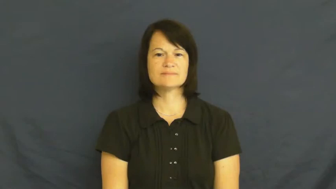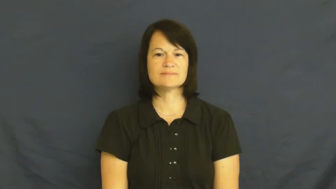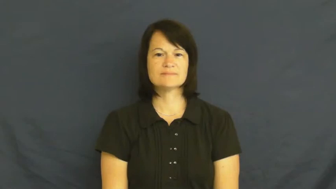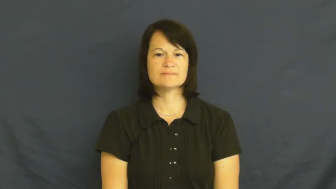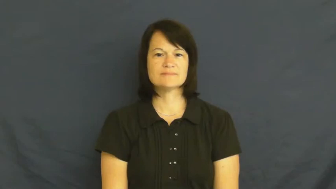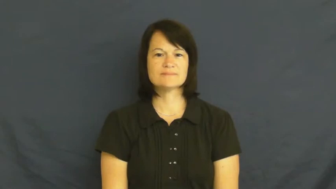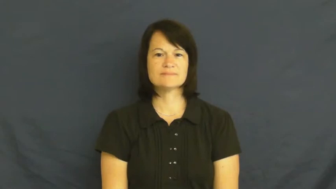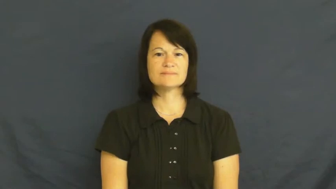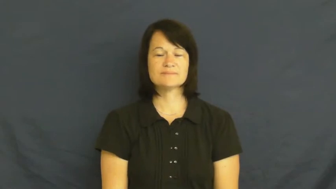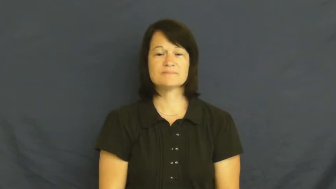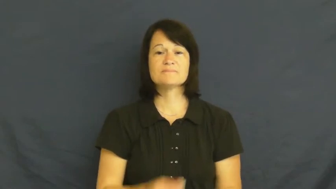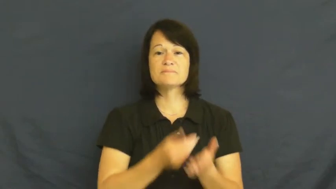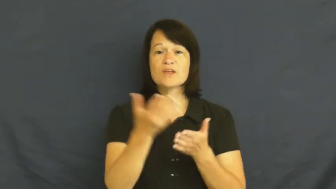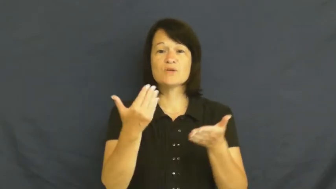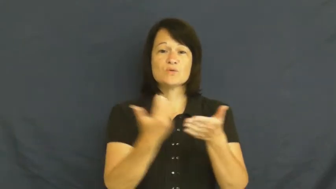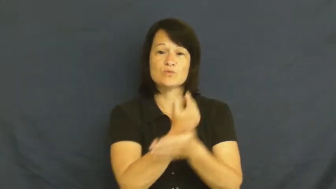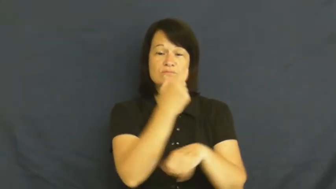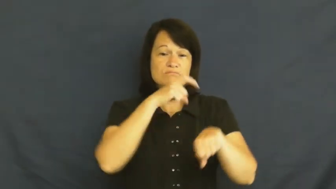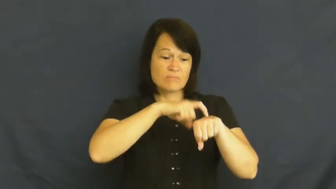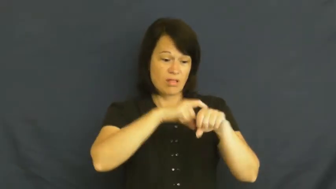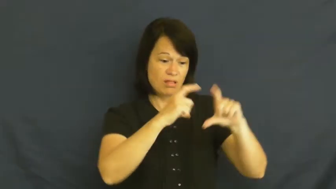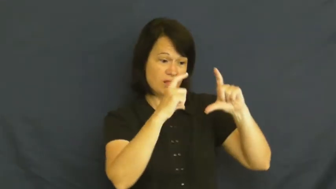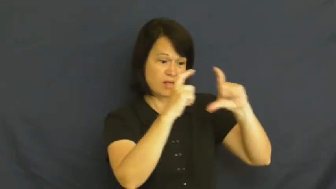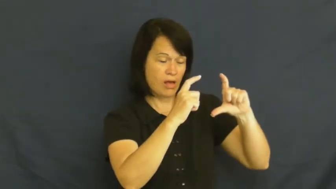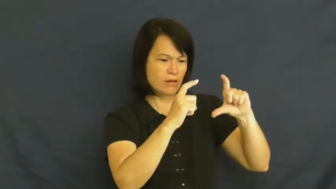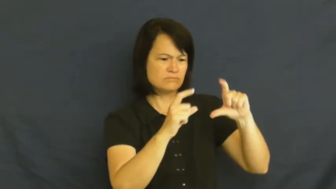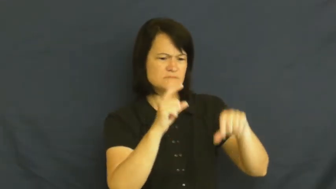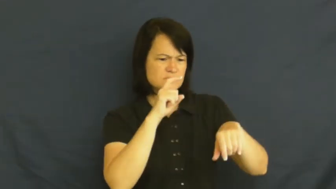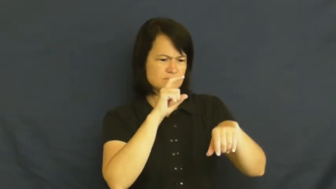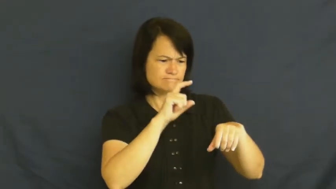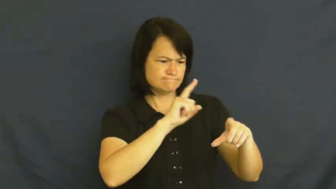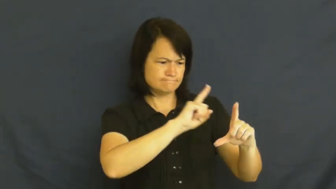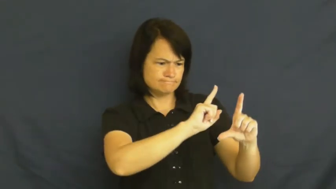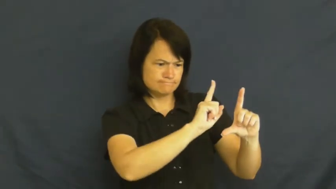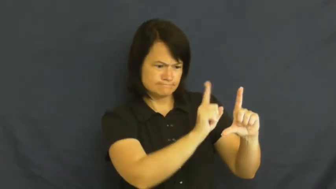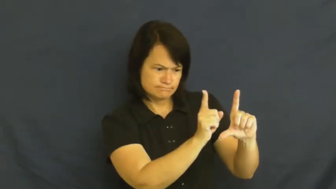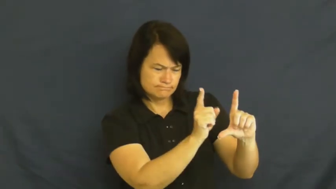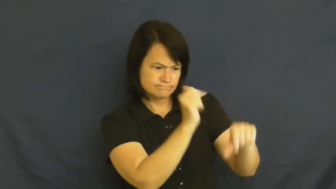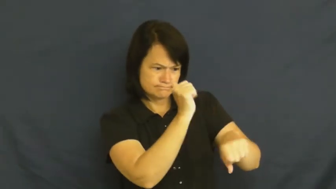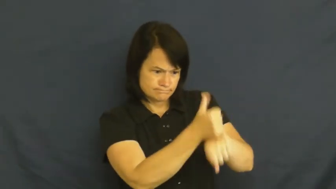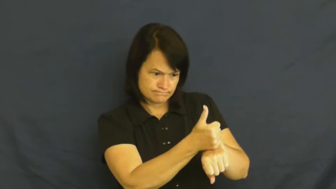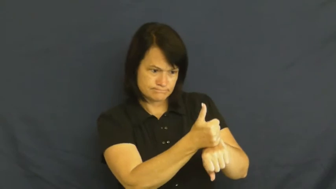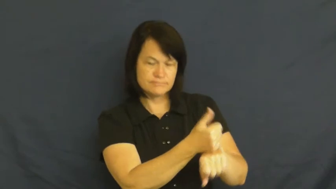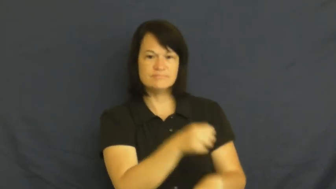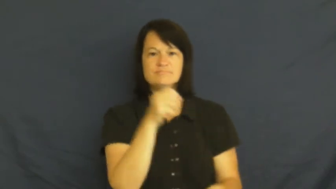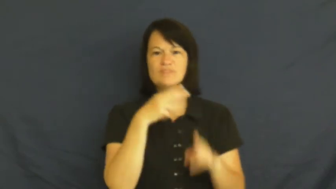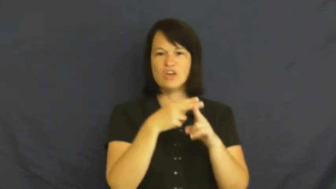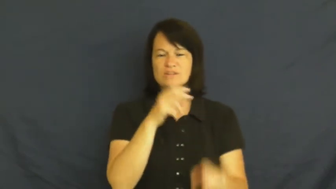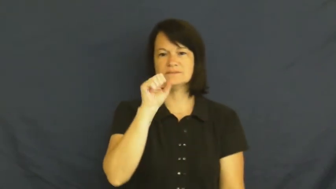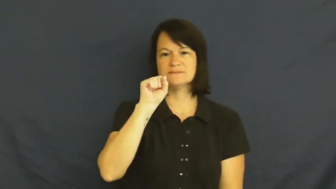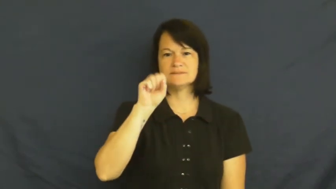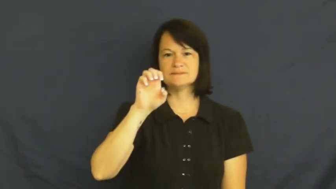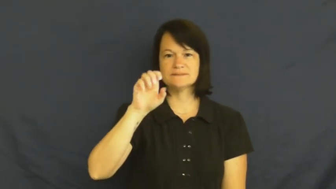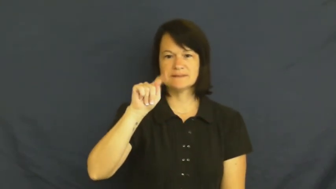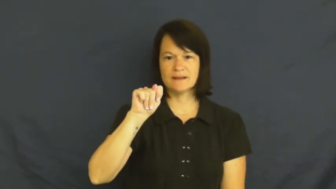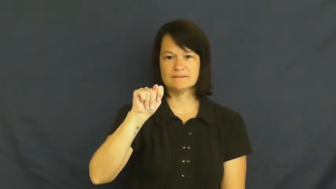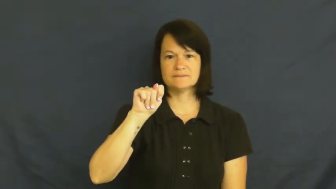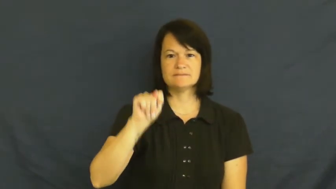set-clock